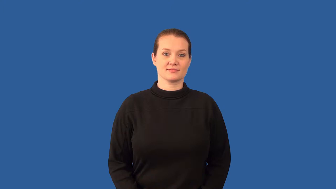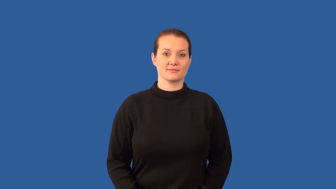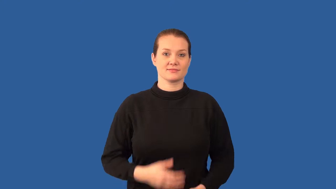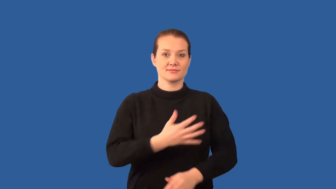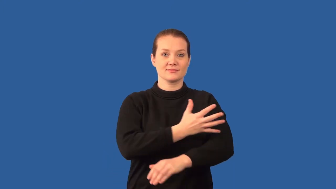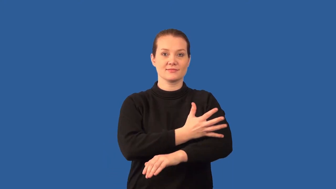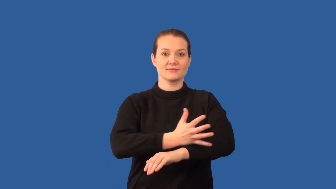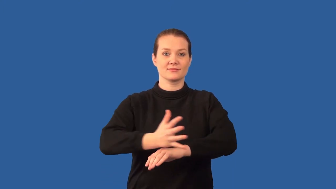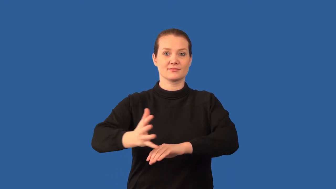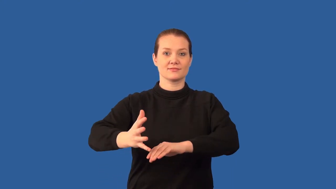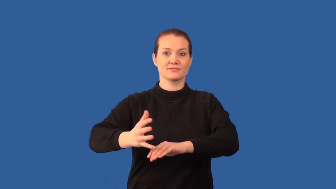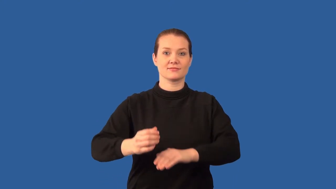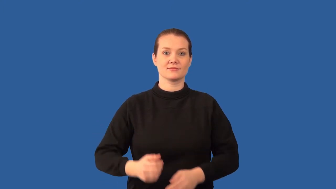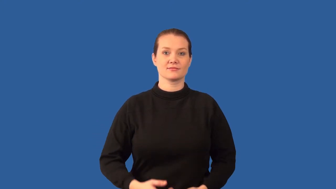front-weather